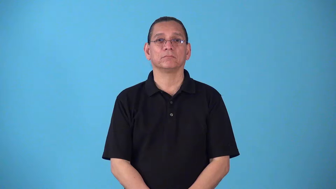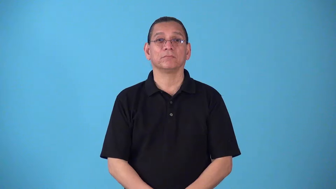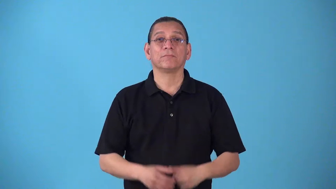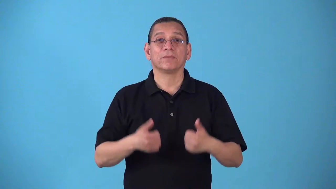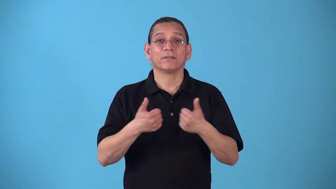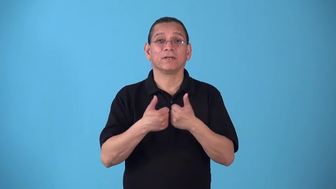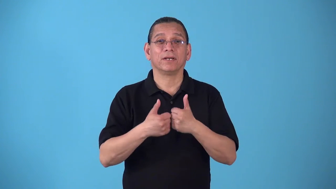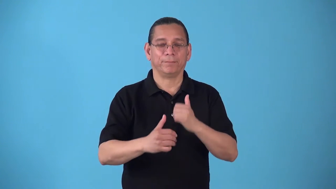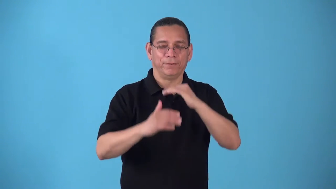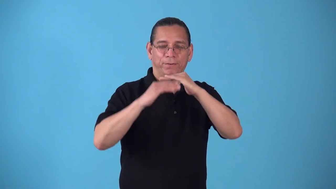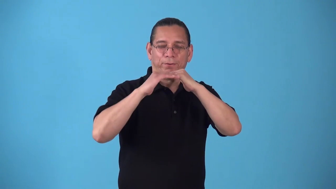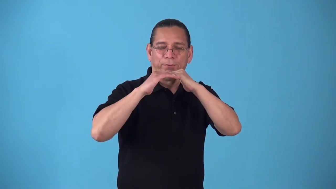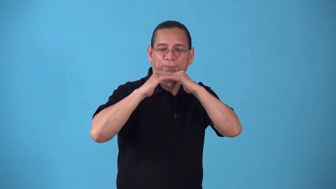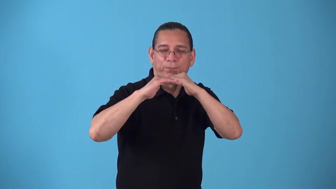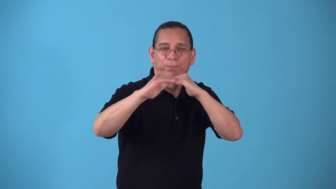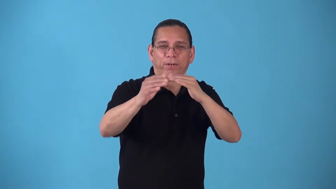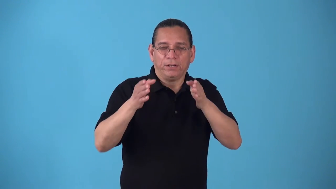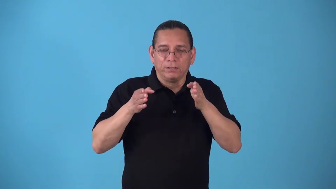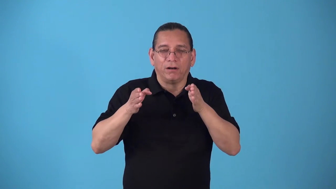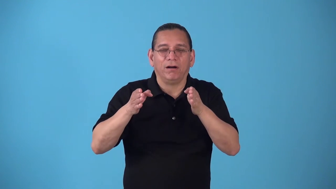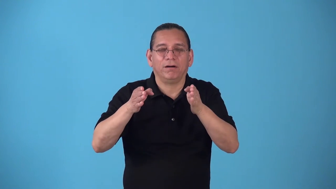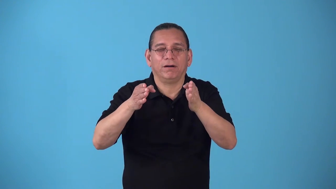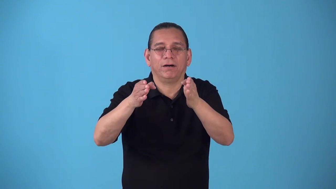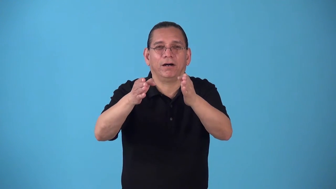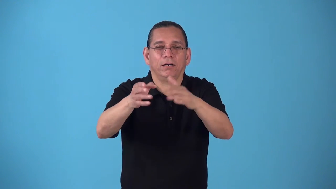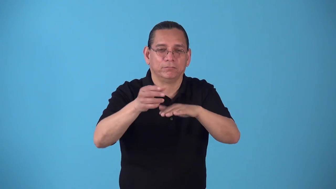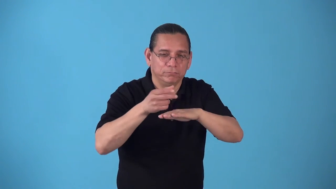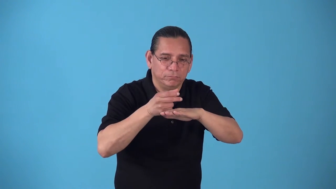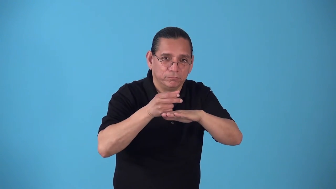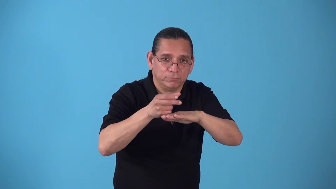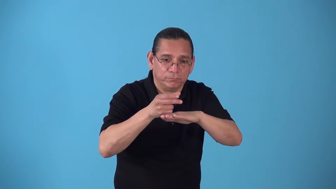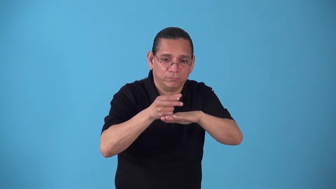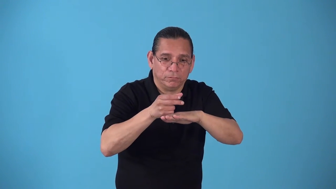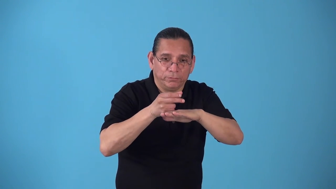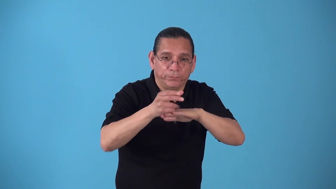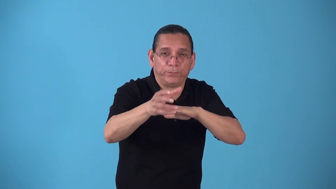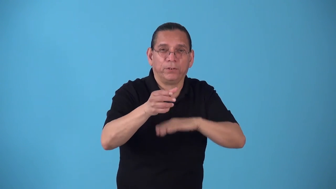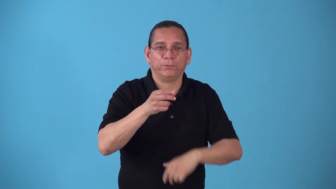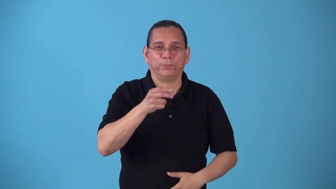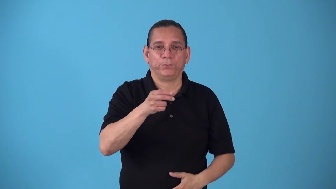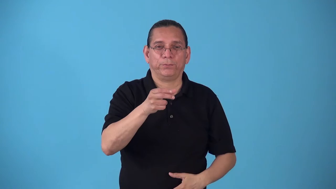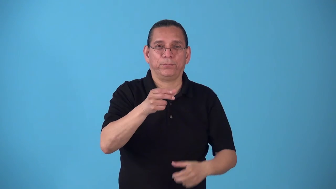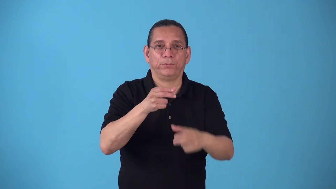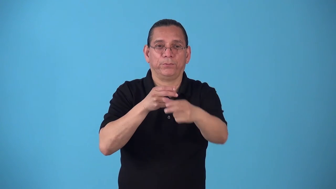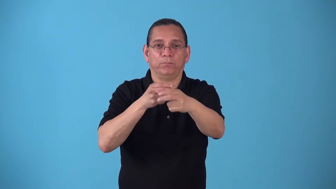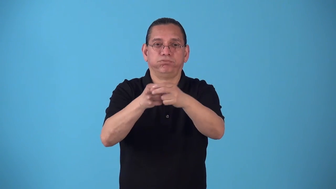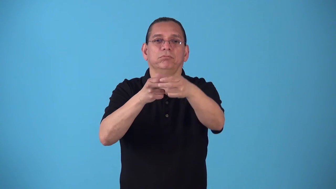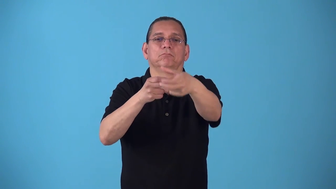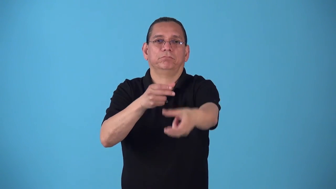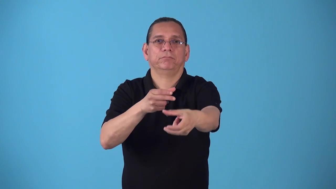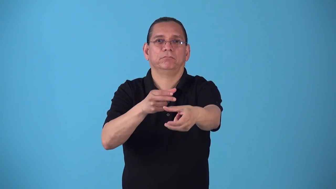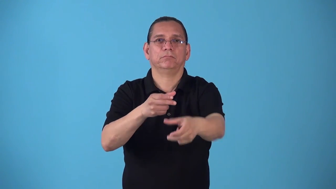shuffleboard